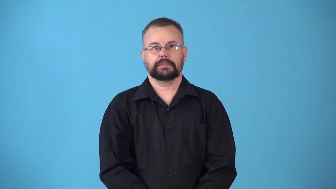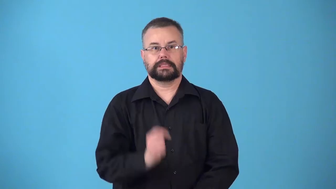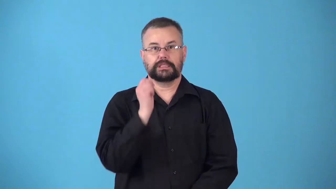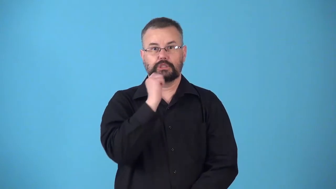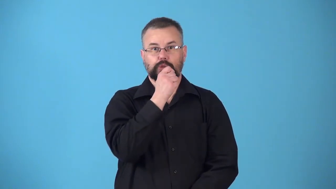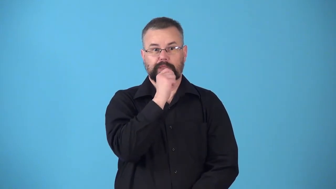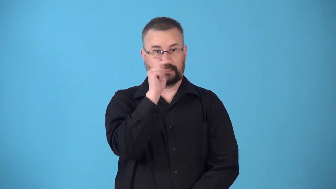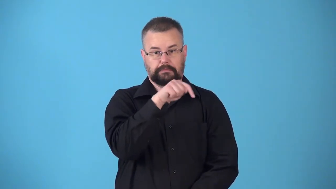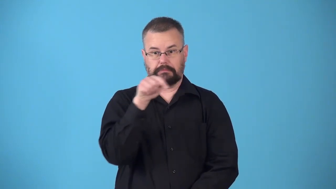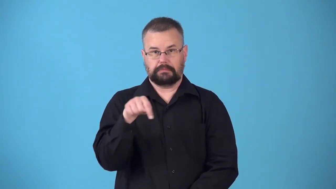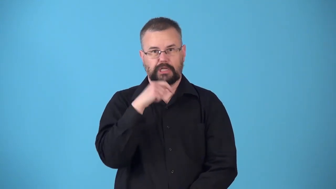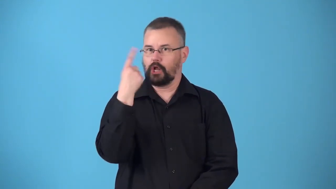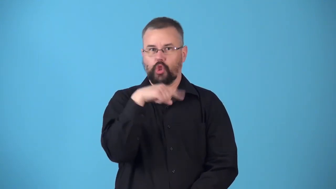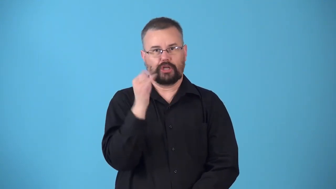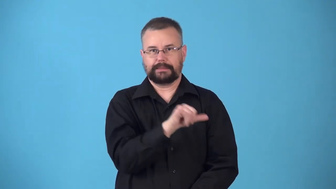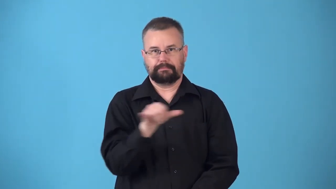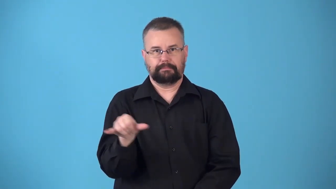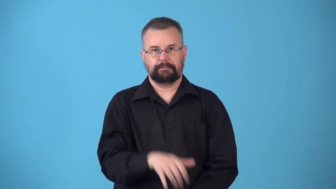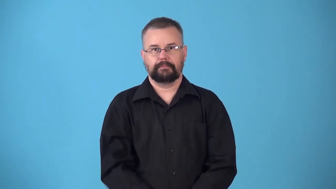nonidentical